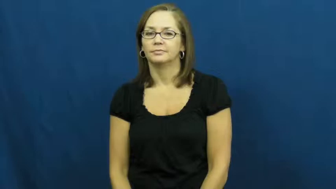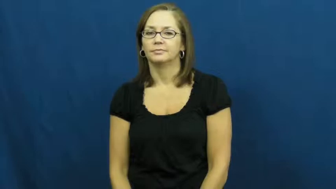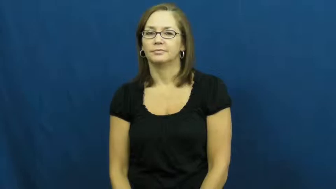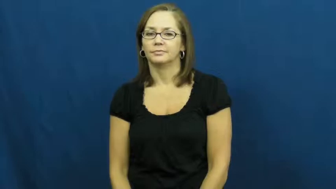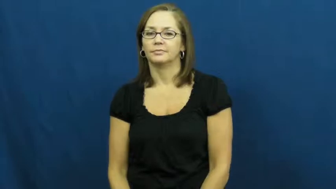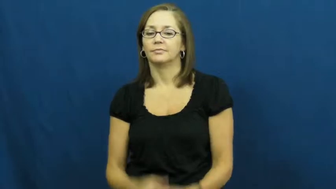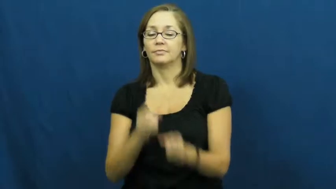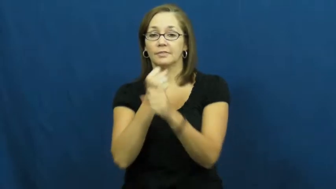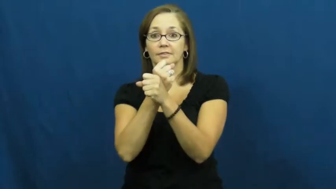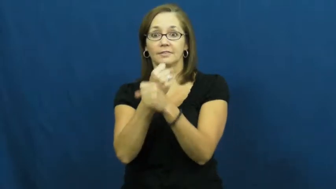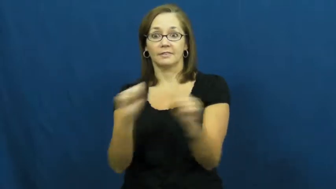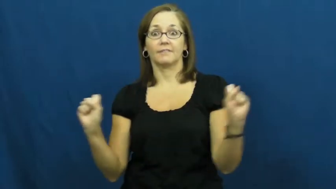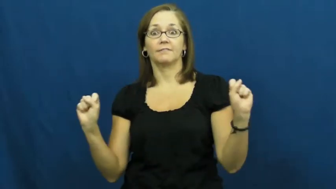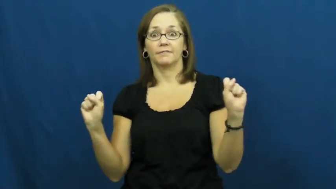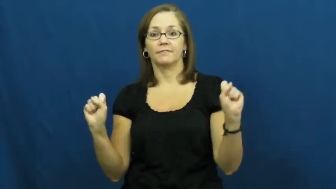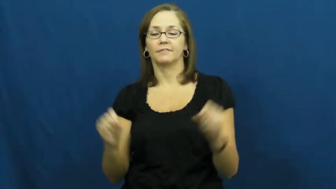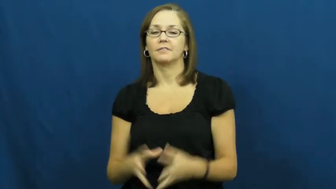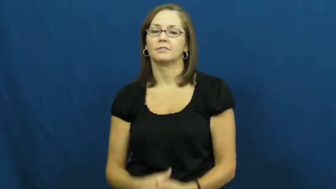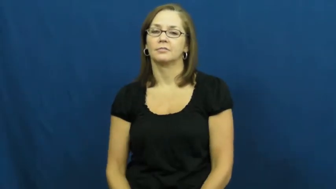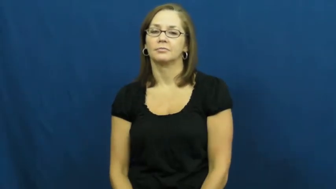safe,secure,sound